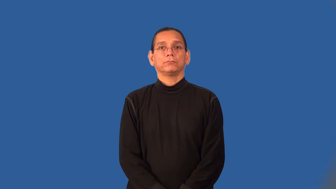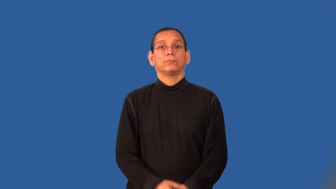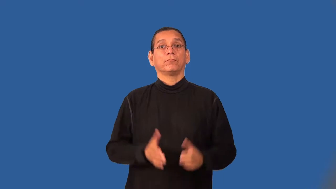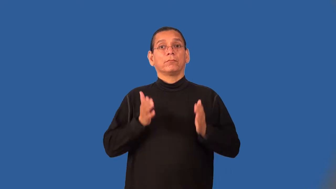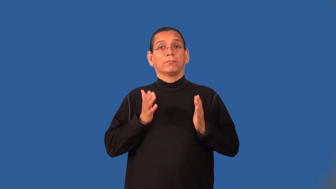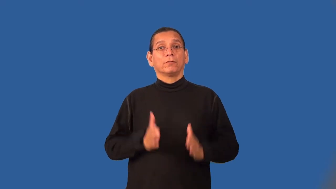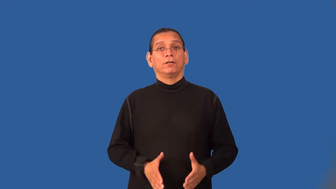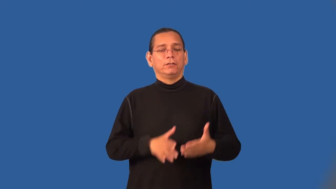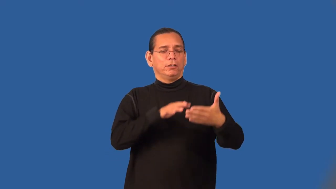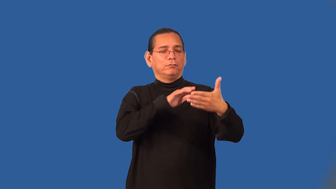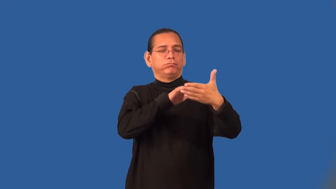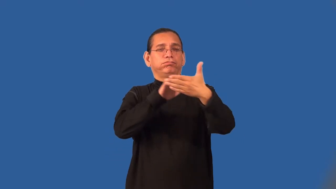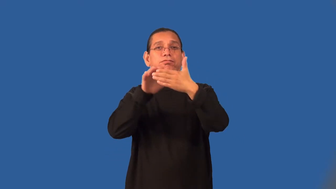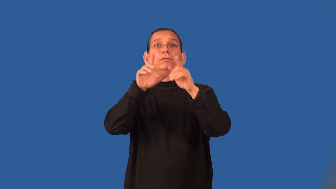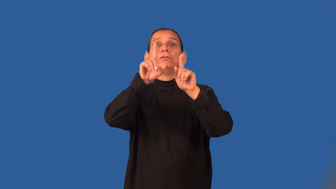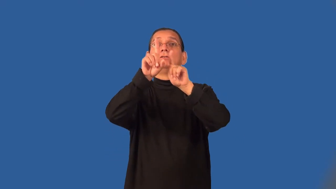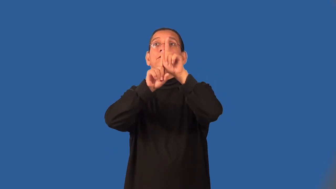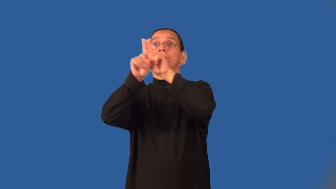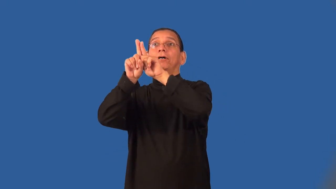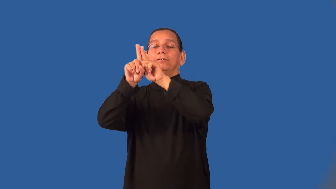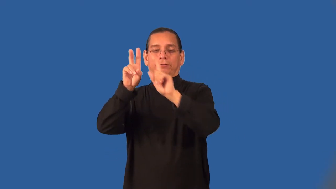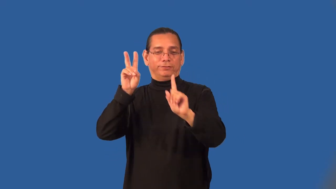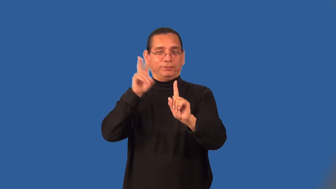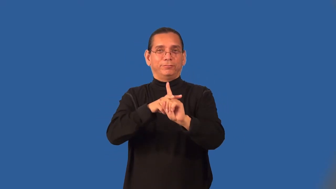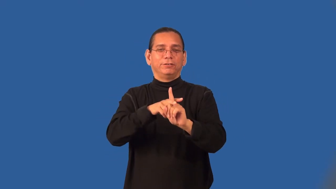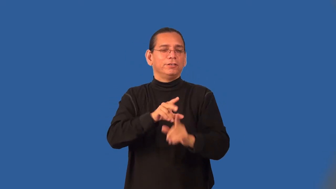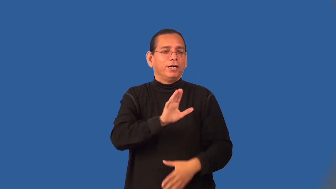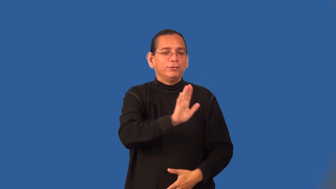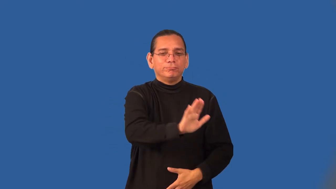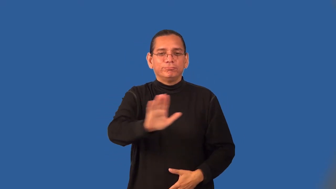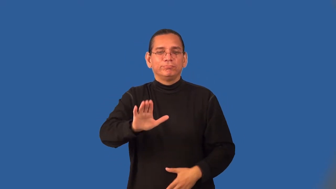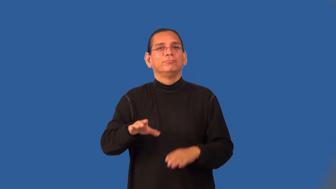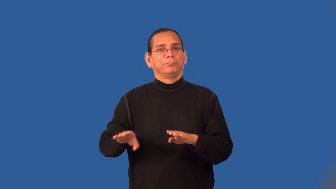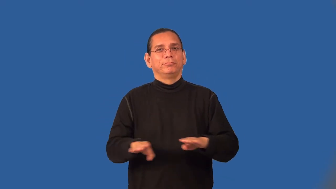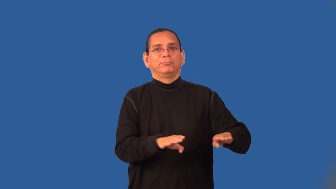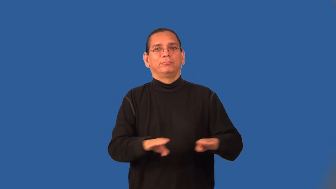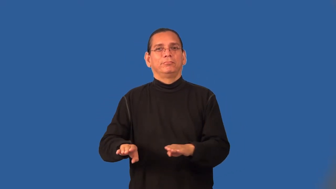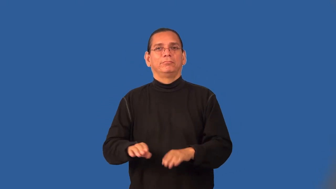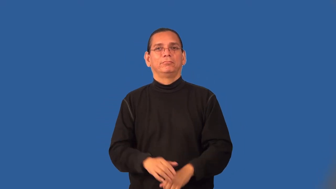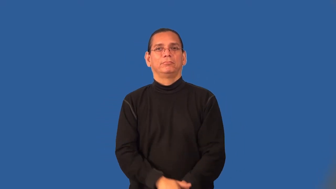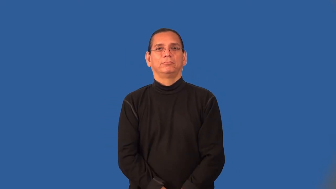astrologer,astologist